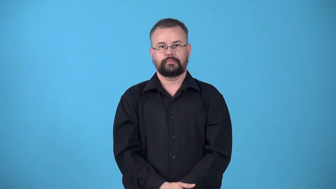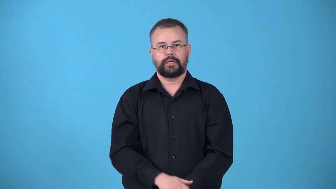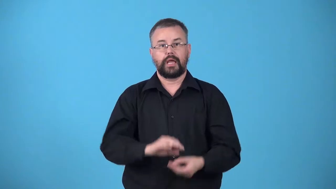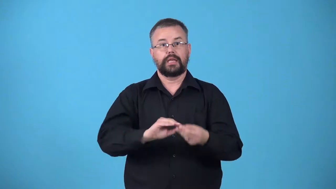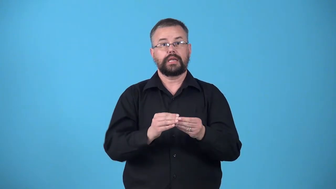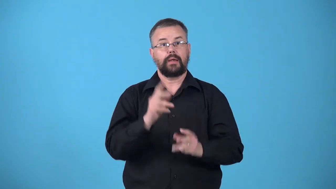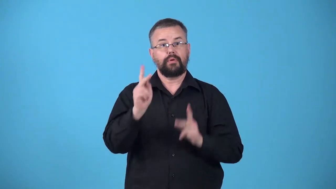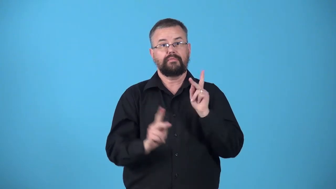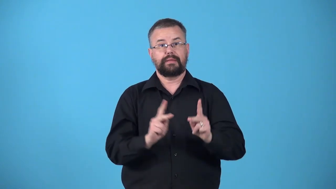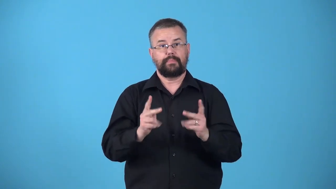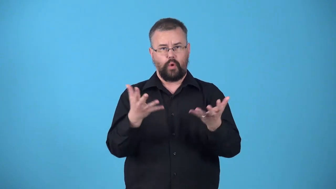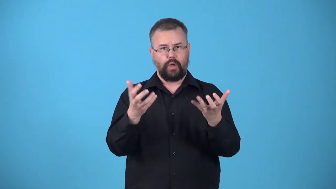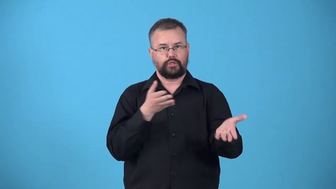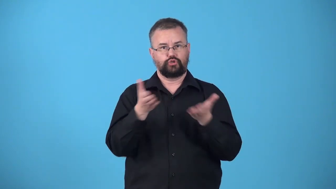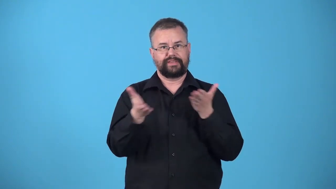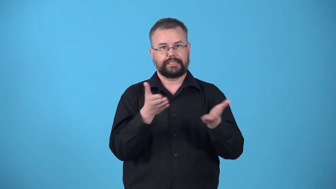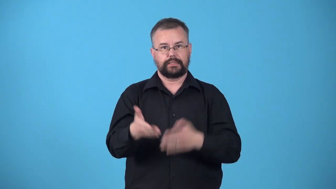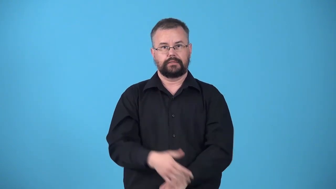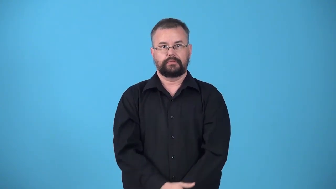uptake-number of people who want service